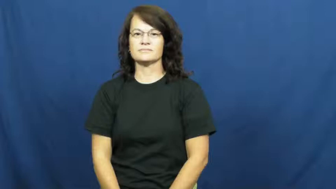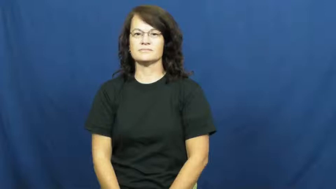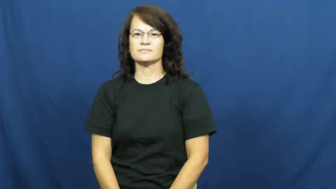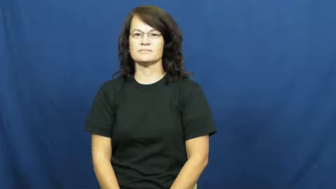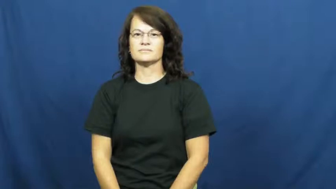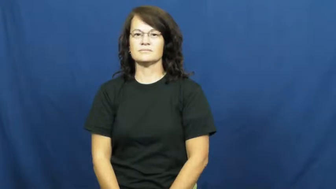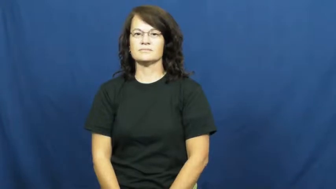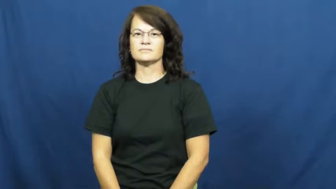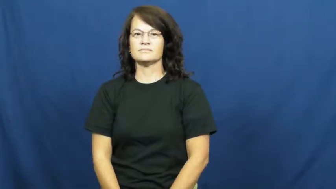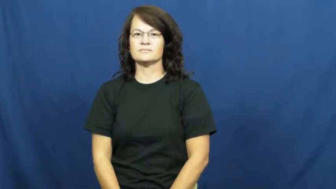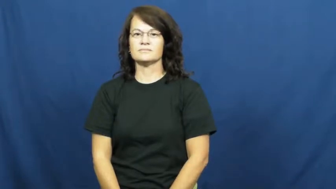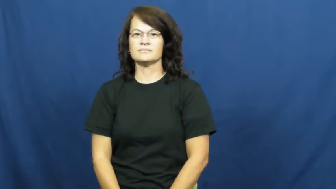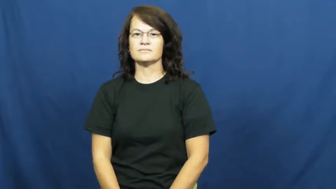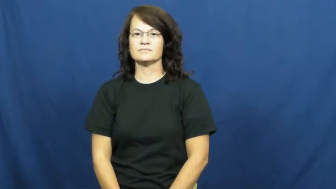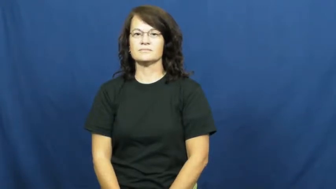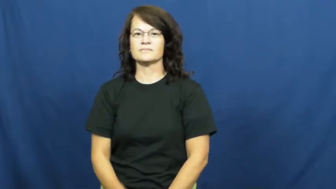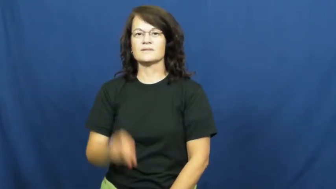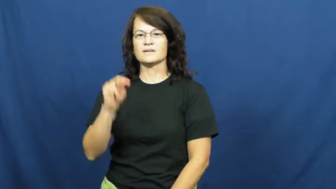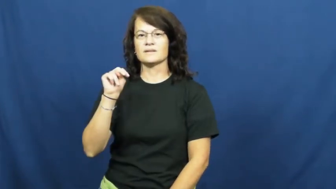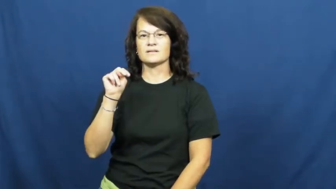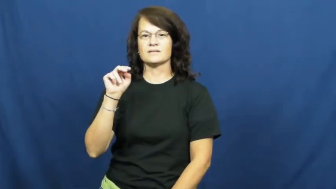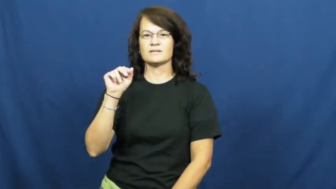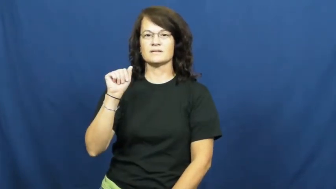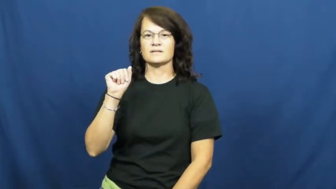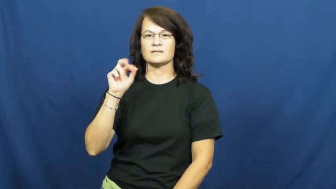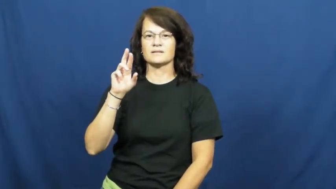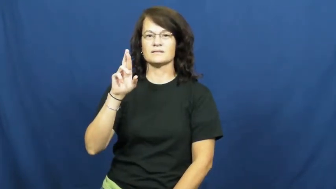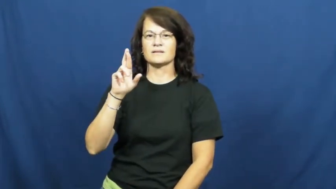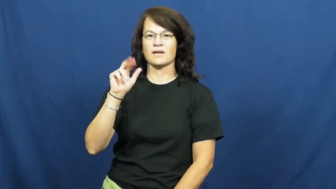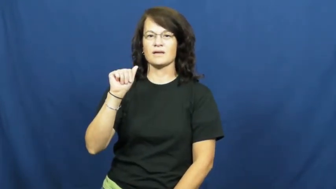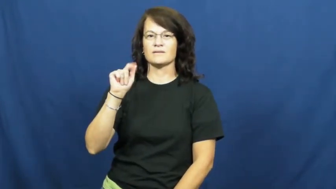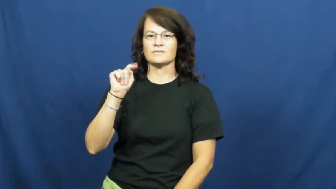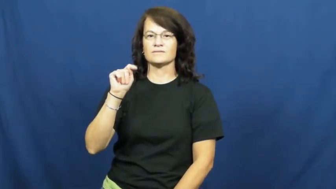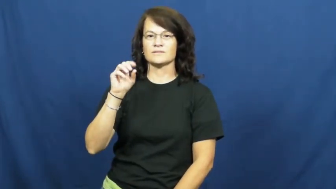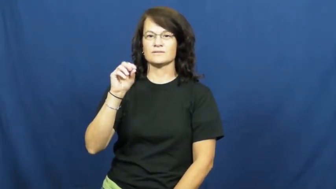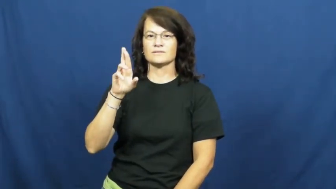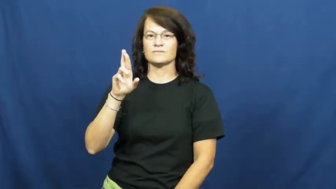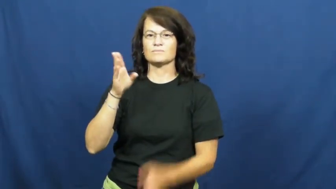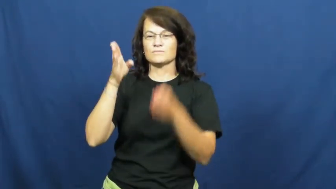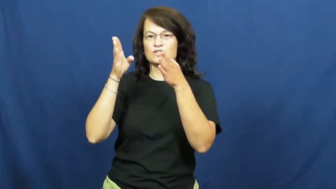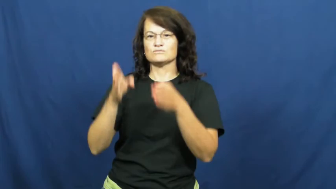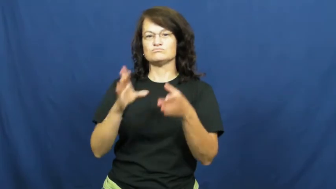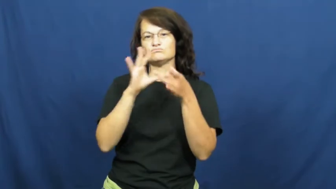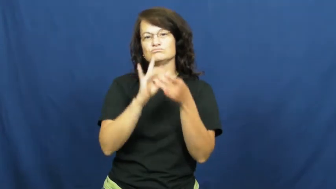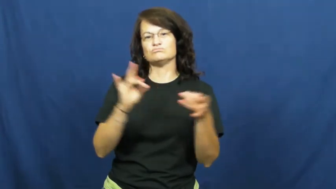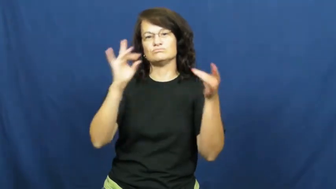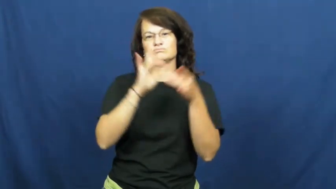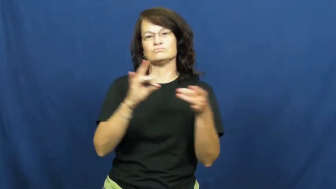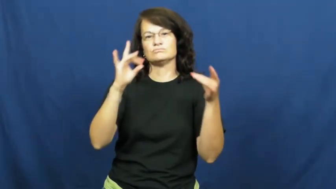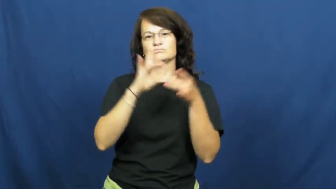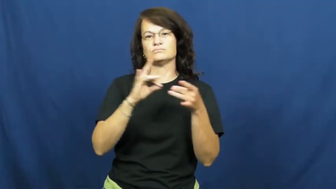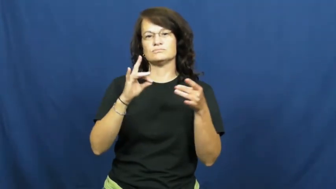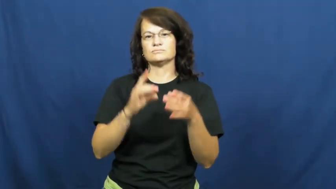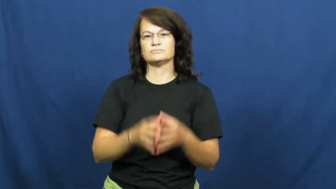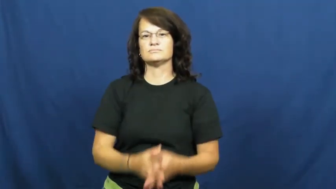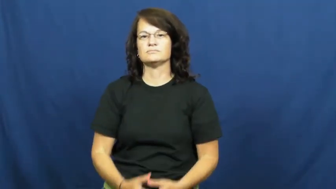narrator